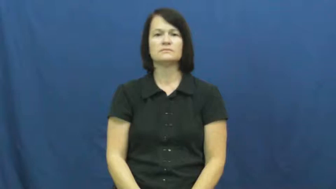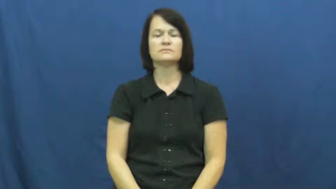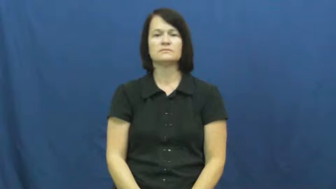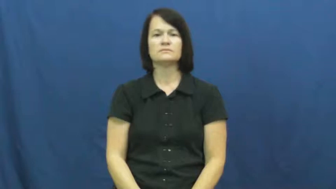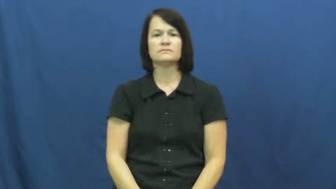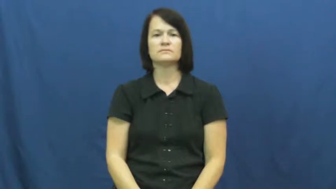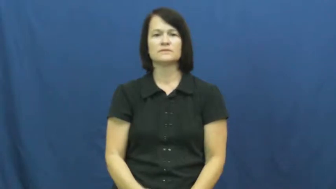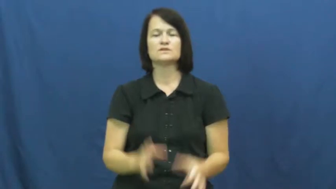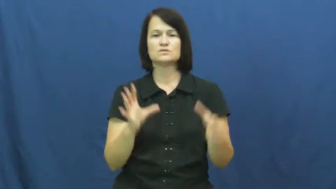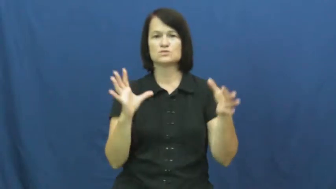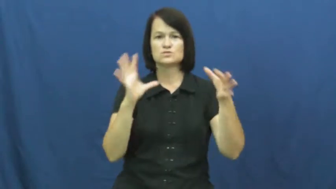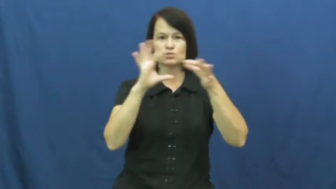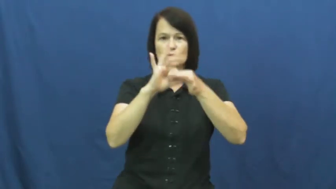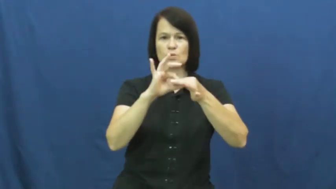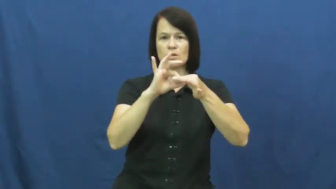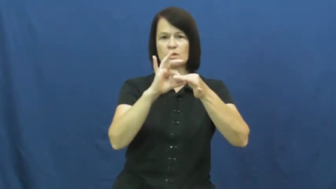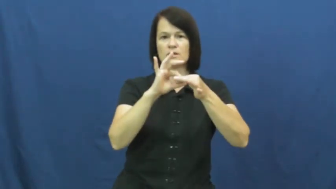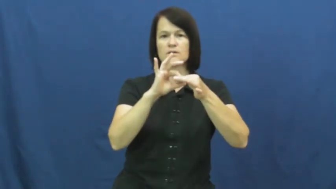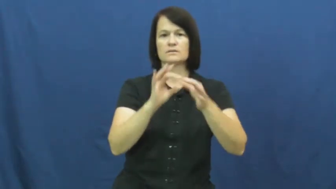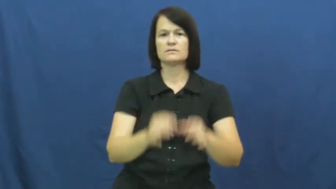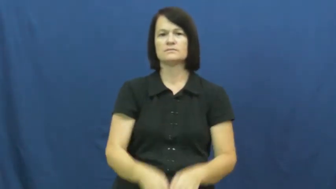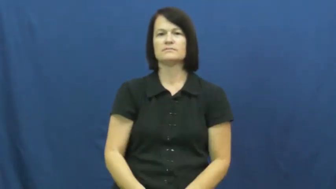join,link up,link in,couple,union